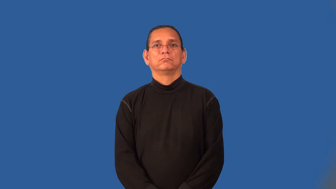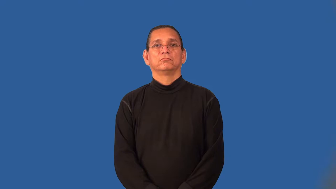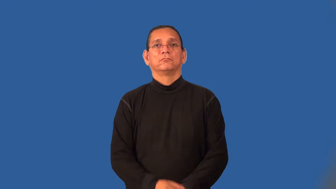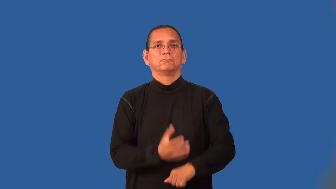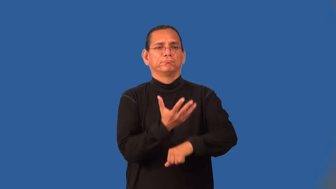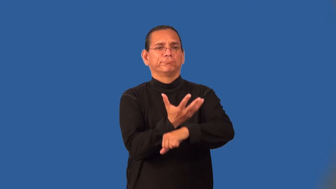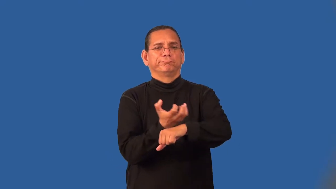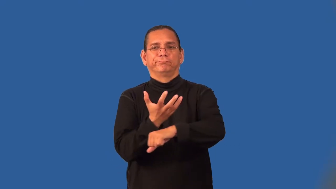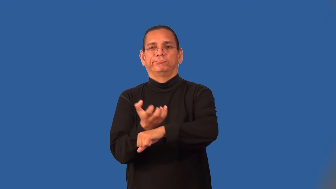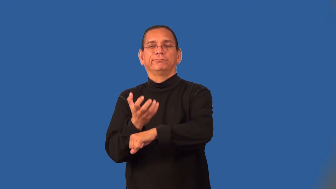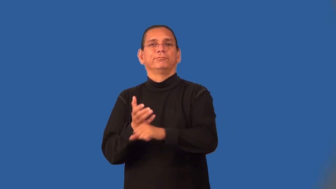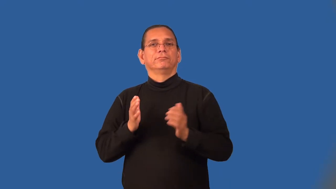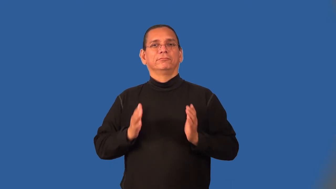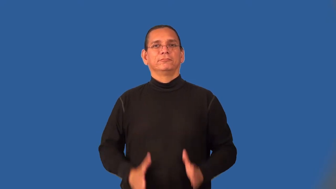panhandler